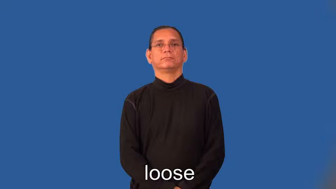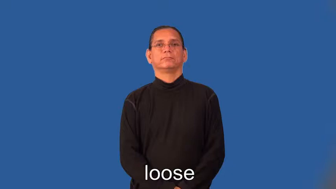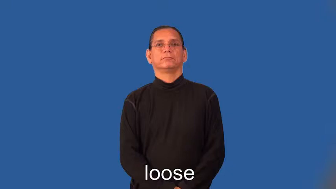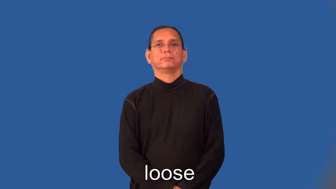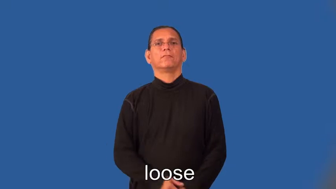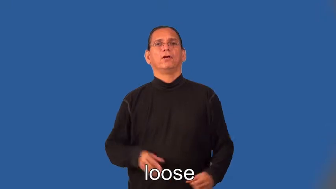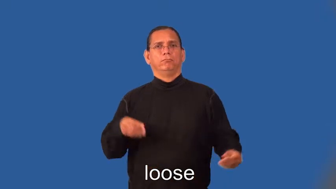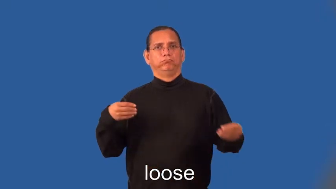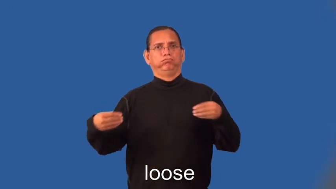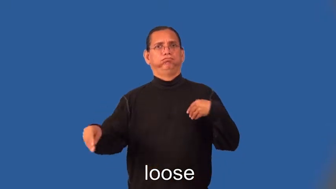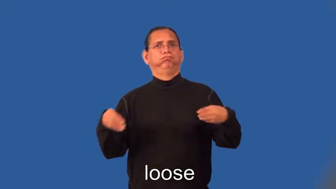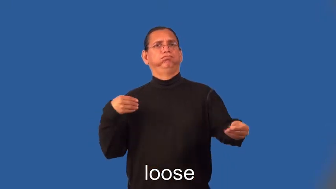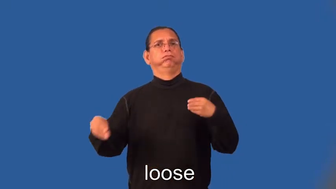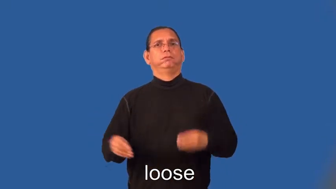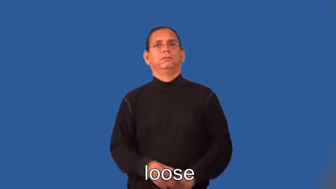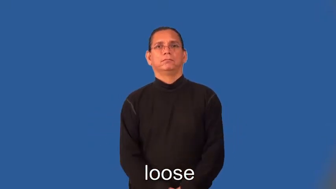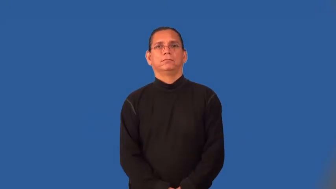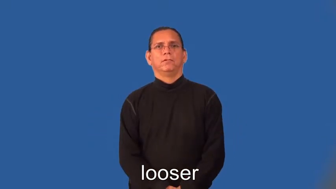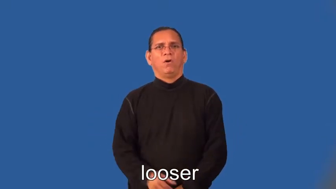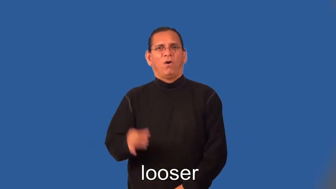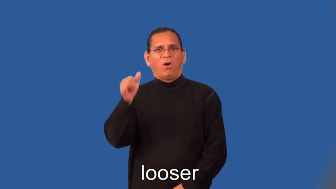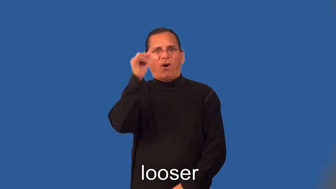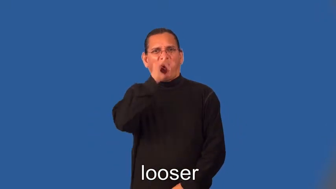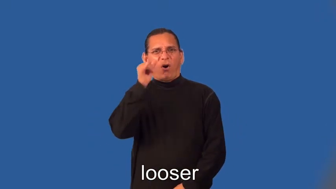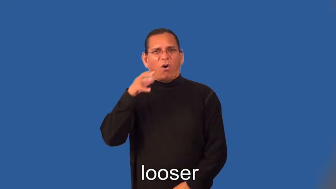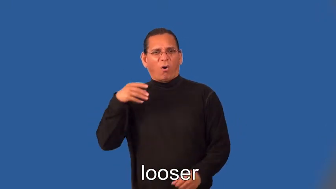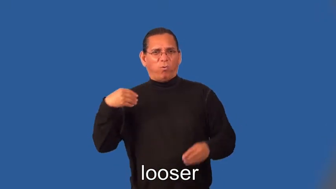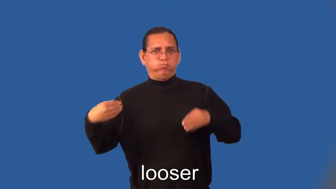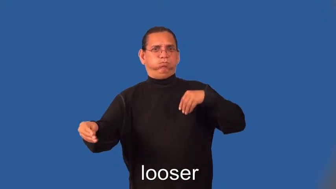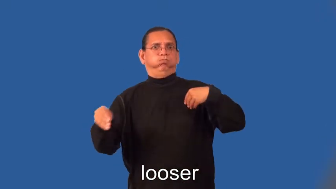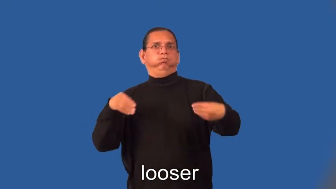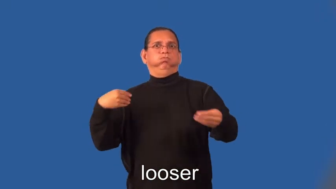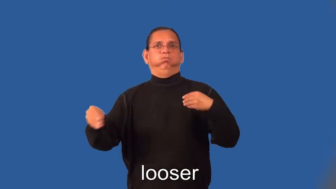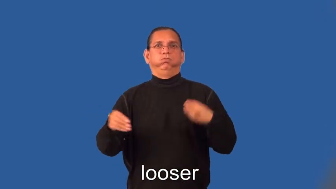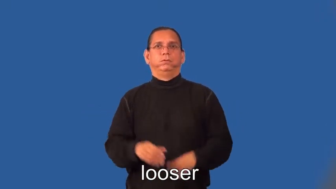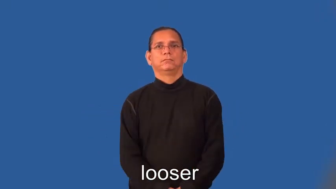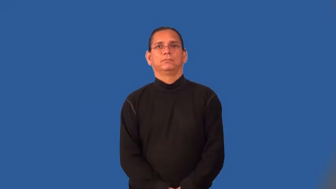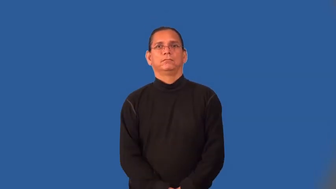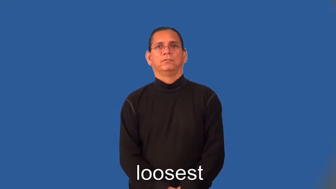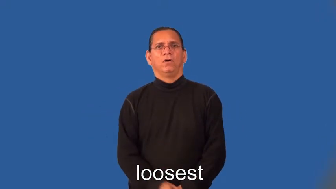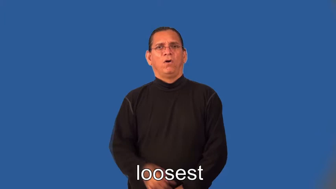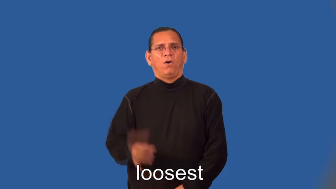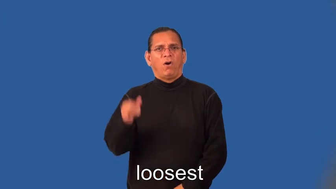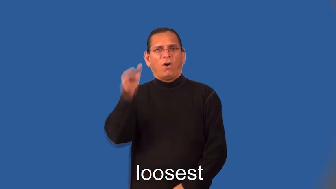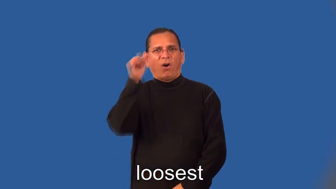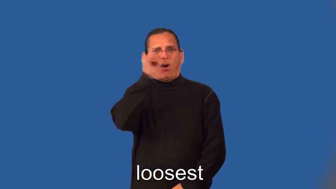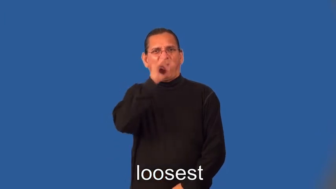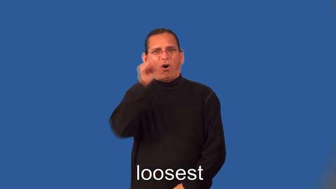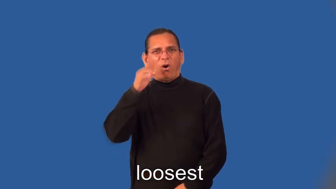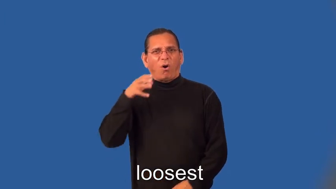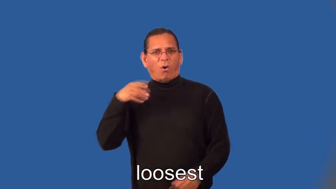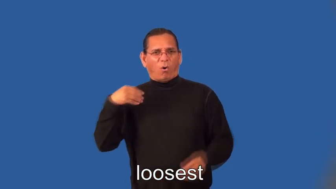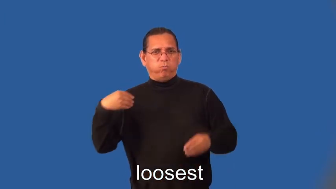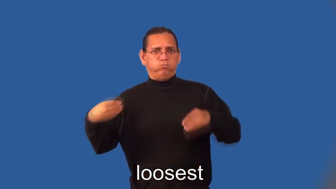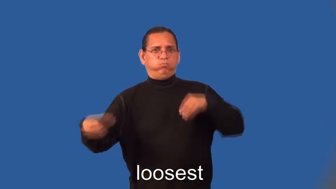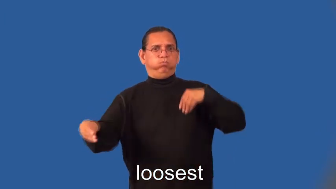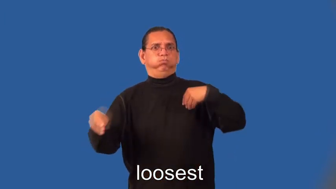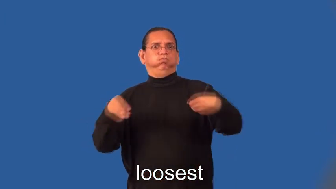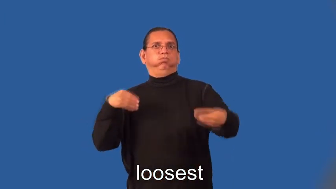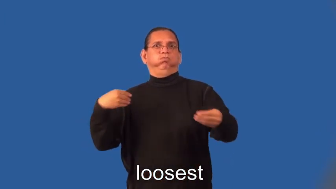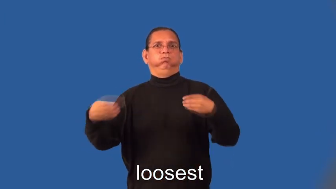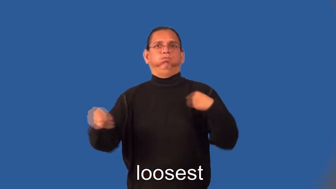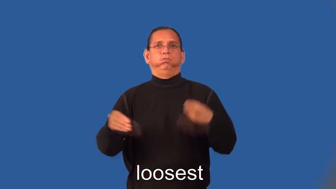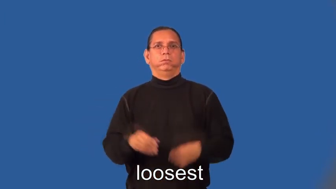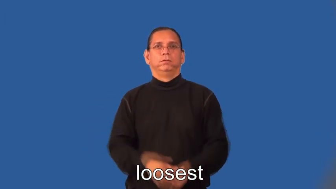looser,loosest-clothing